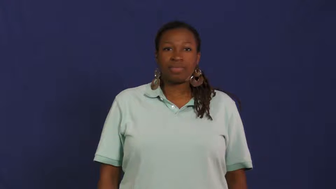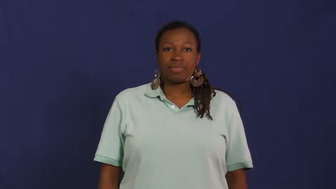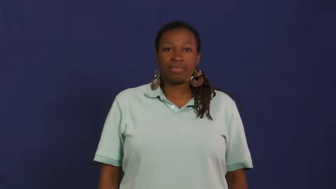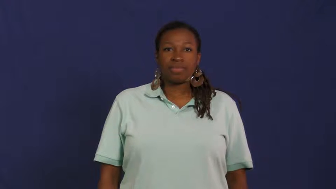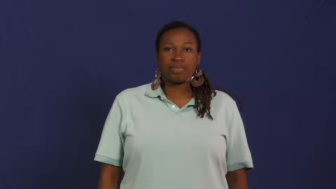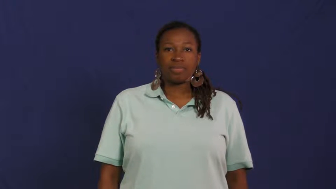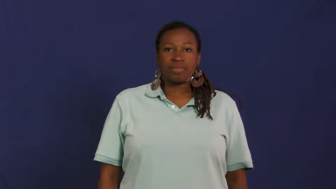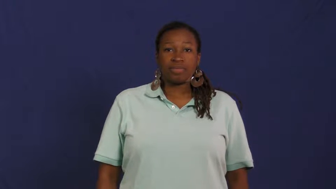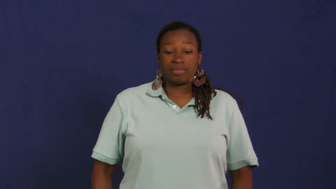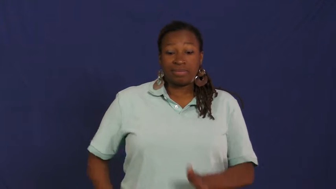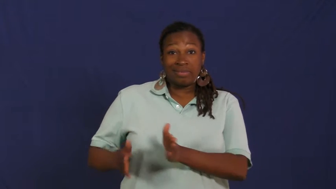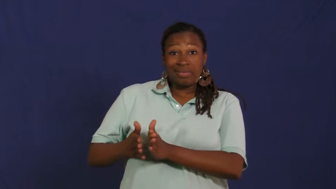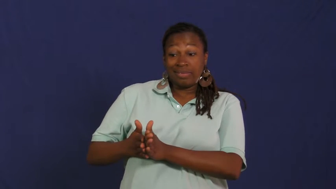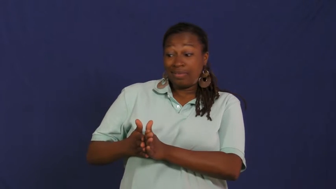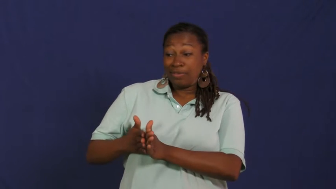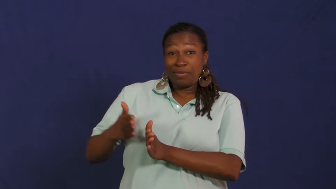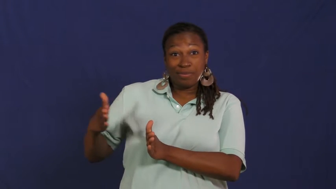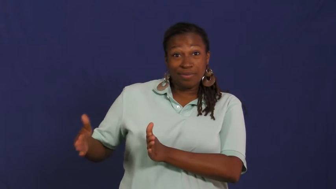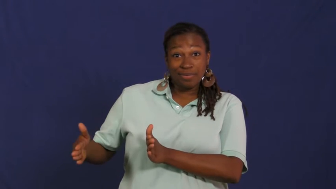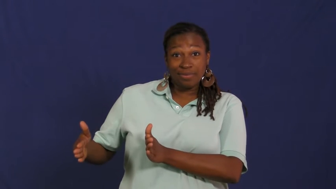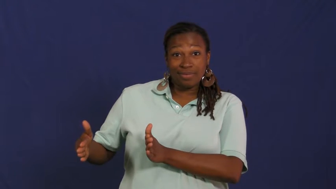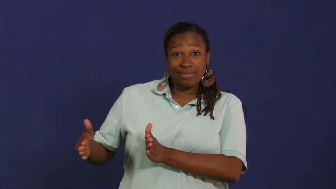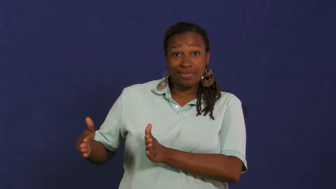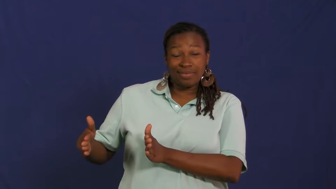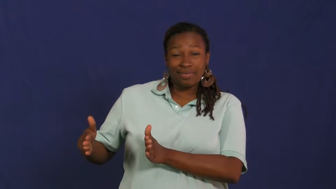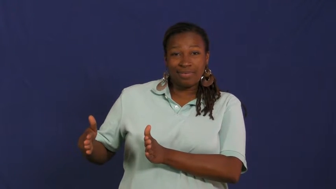neighbor